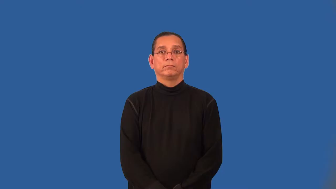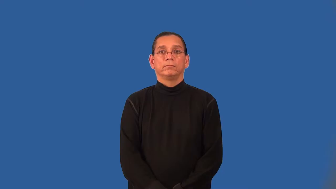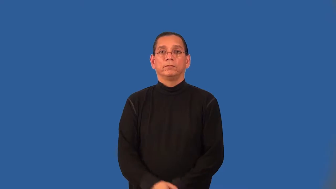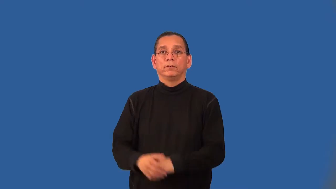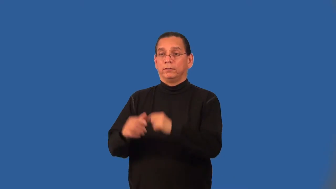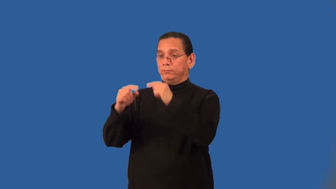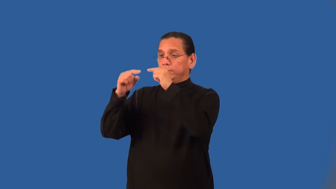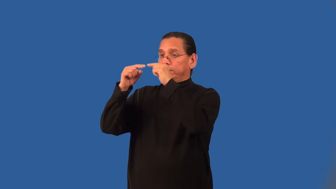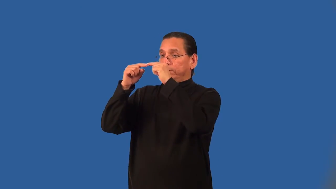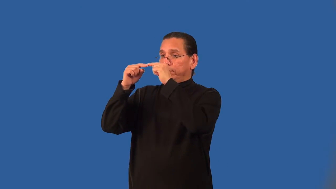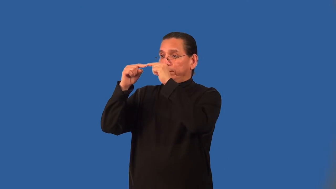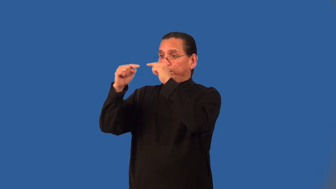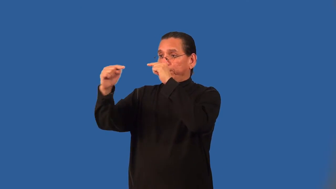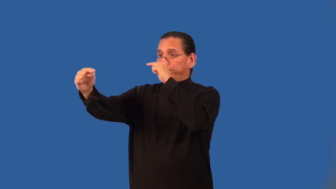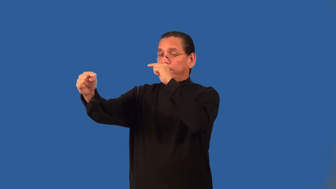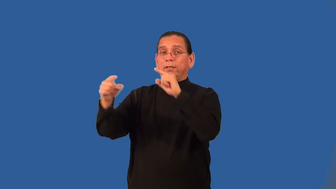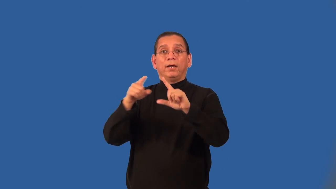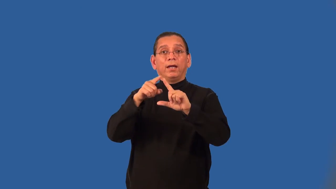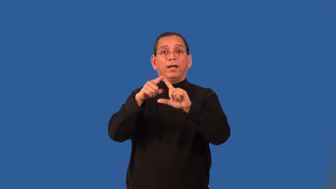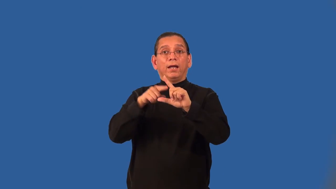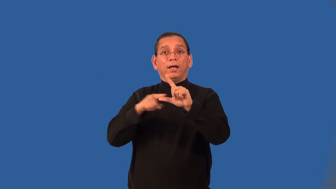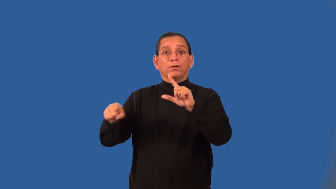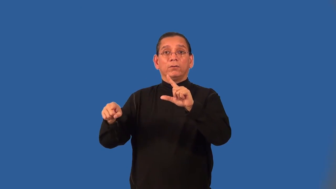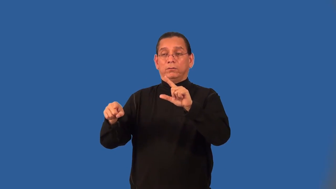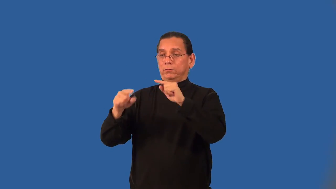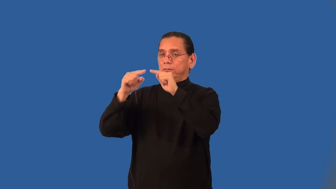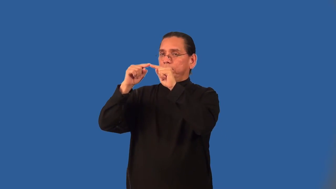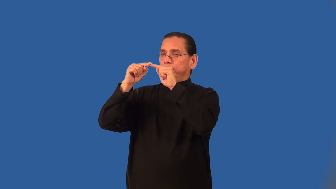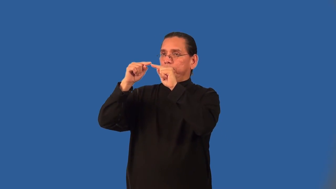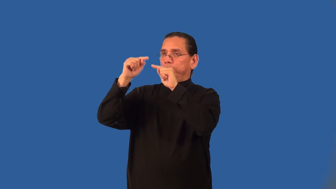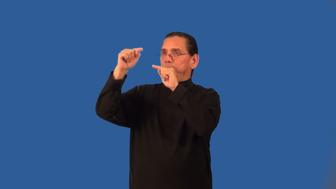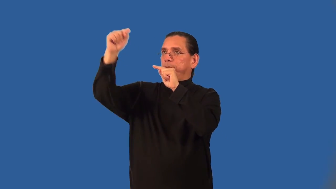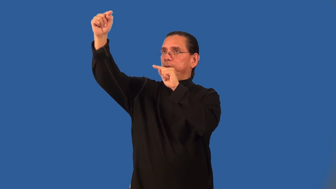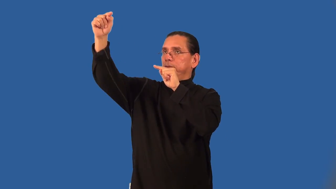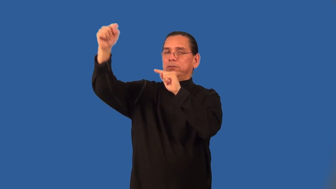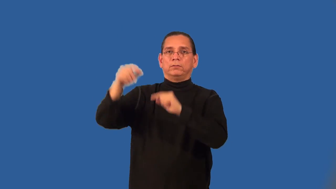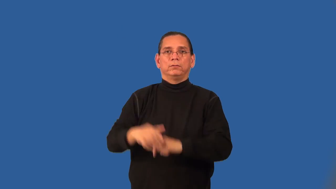angle of elevation